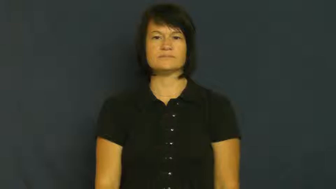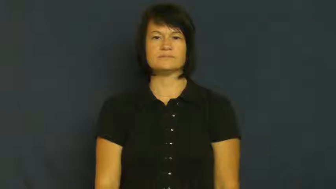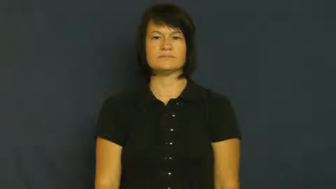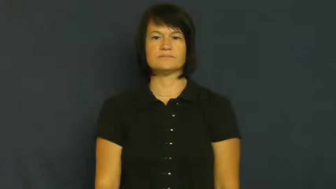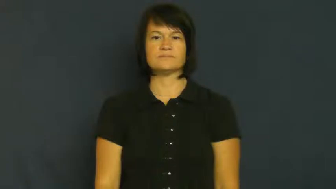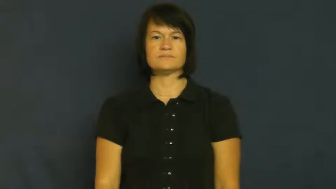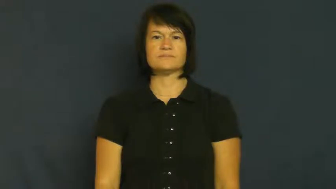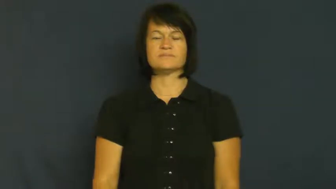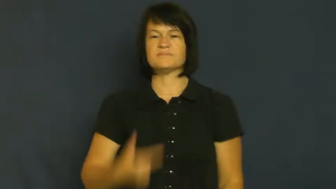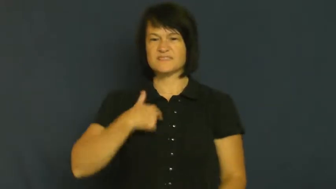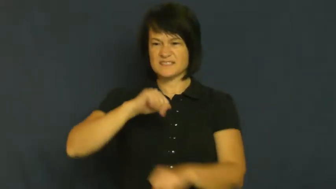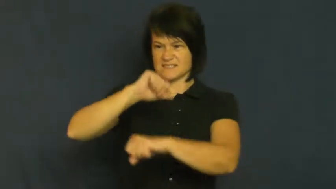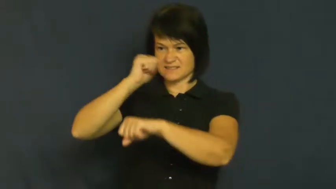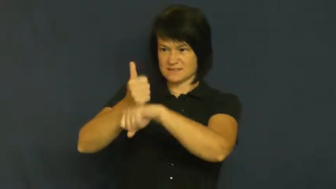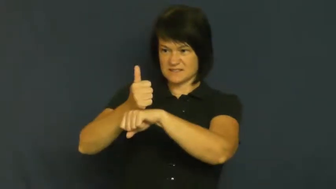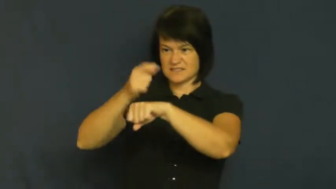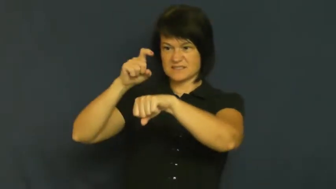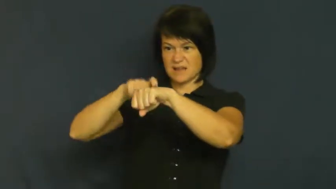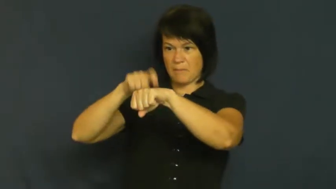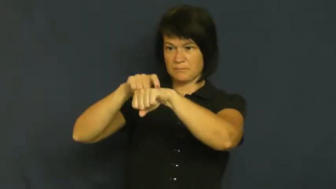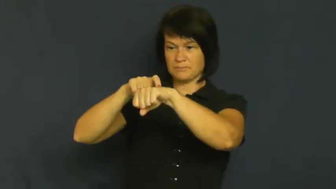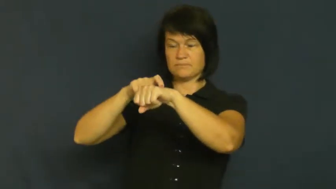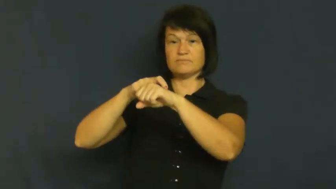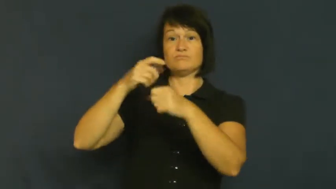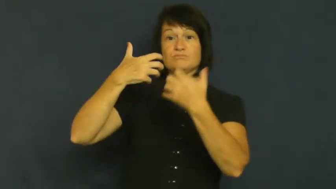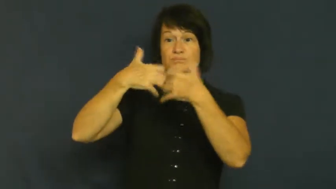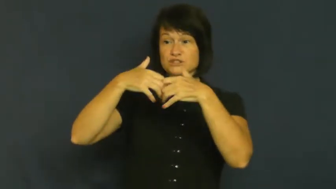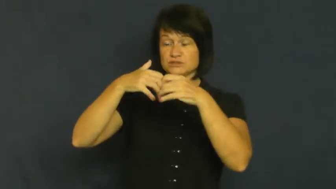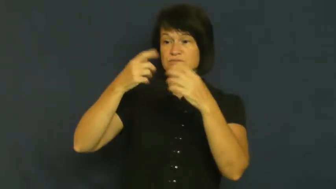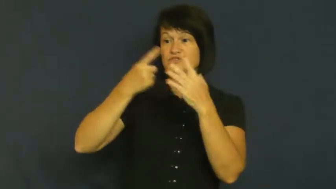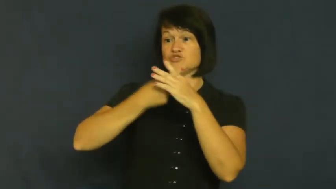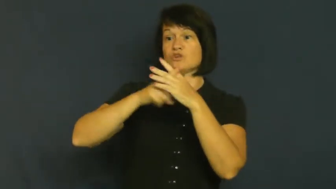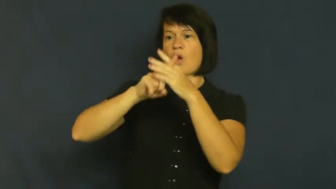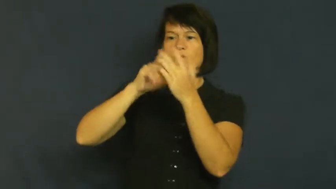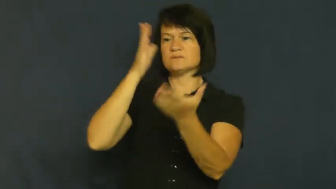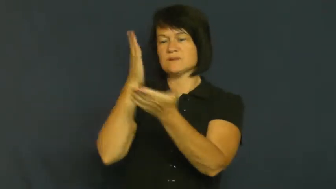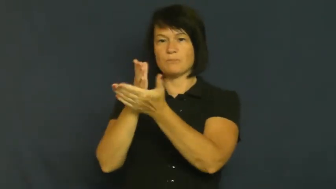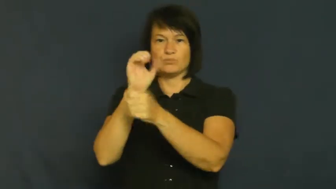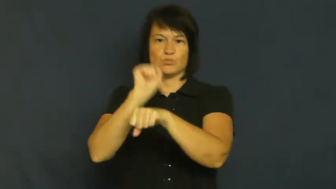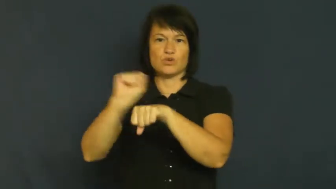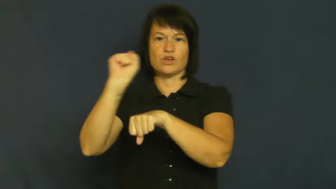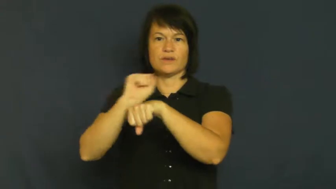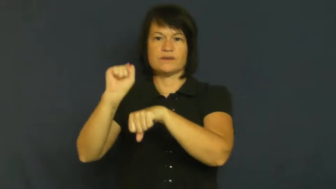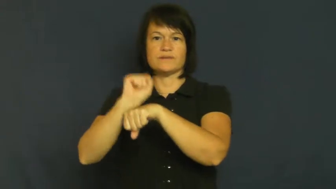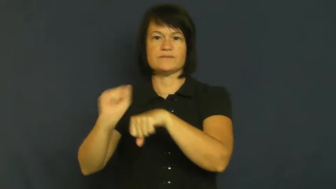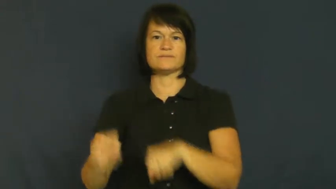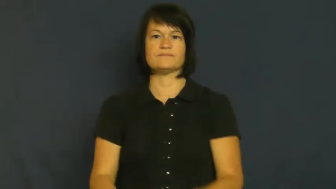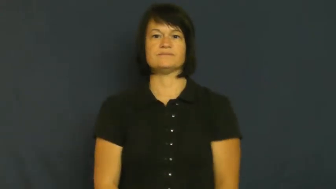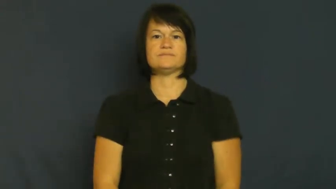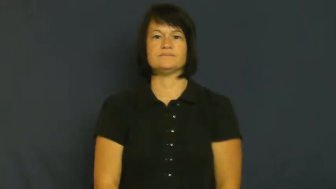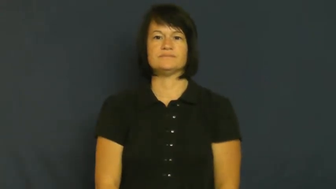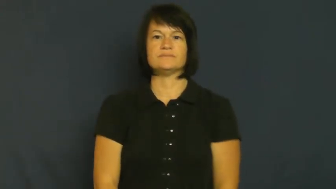timer-mechancial